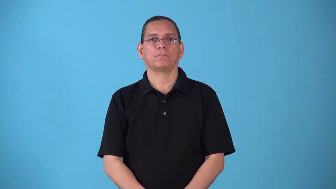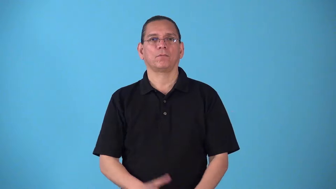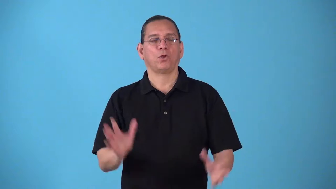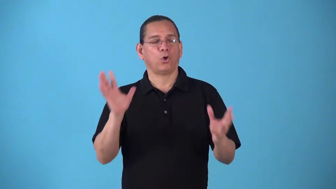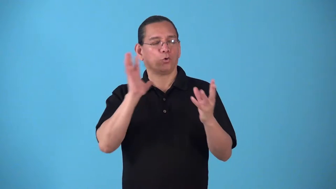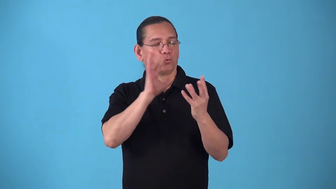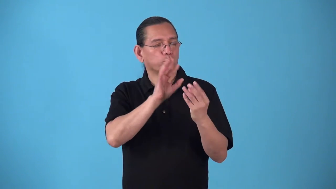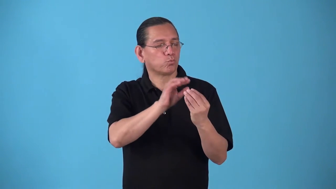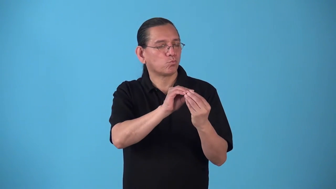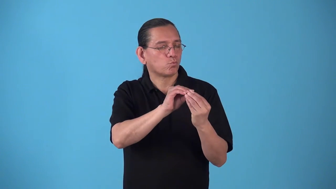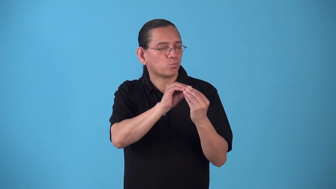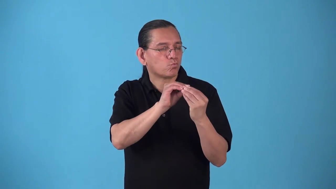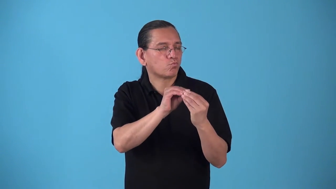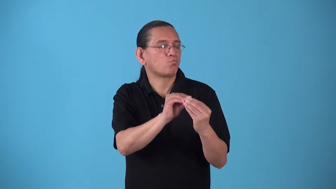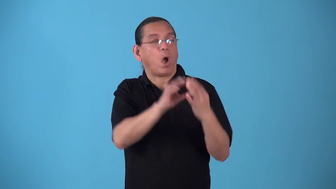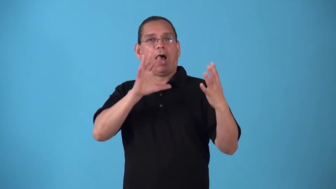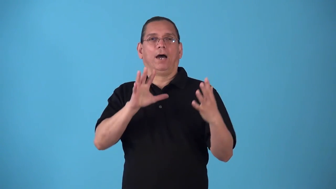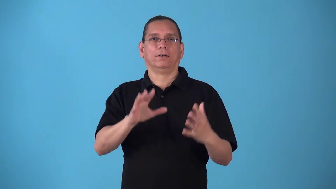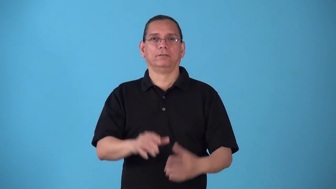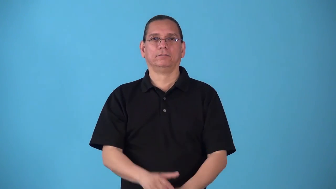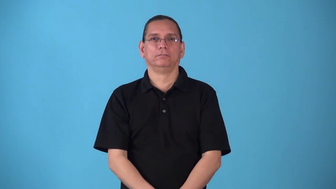smacker-big sloppy kiss